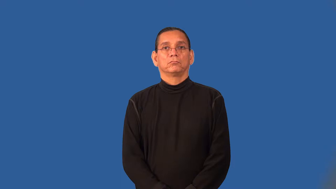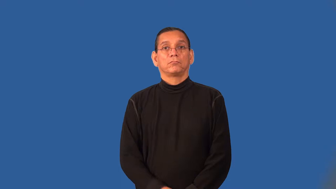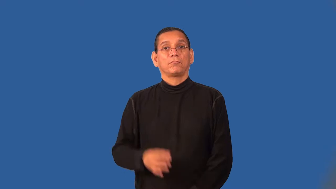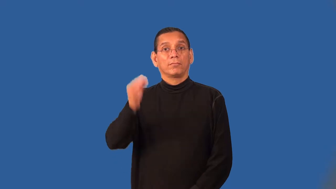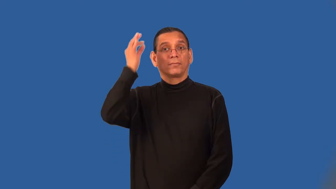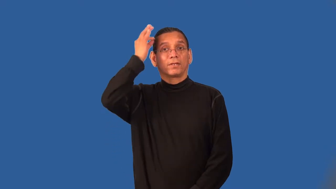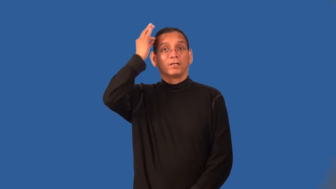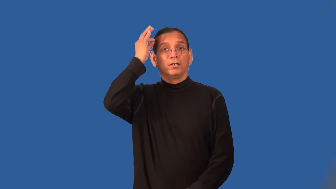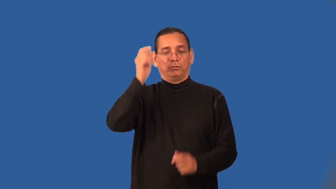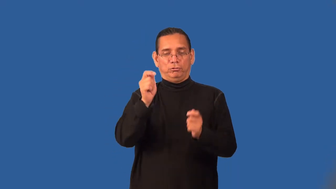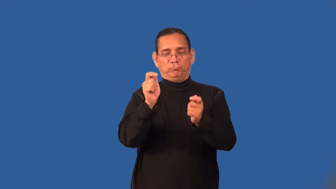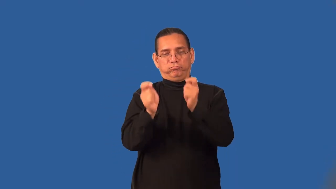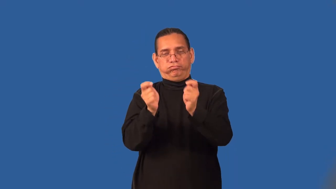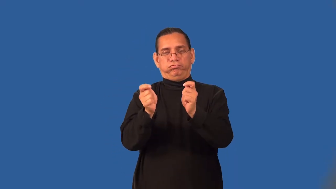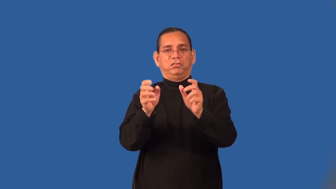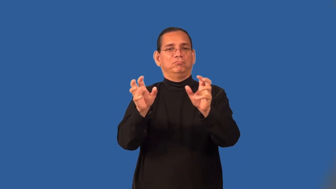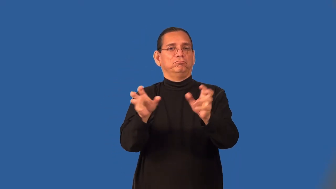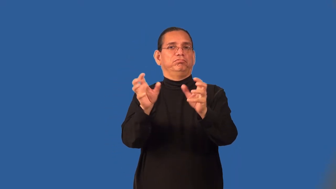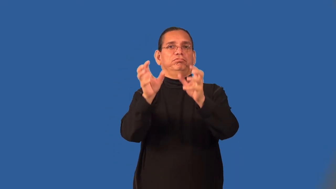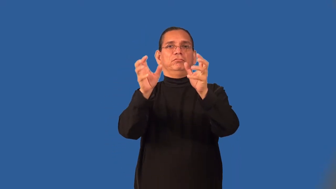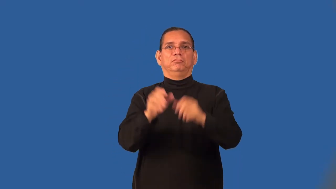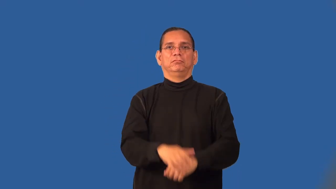style-fix hair